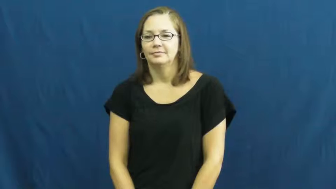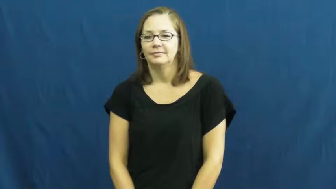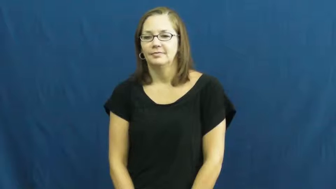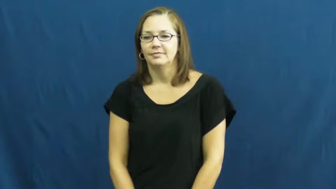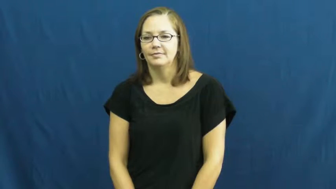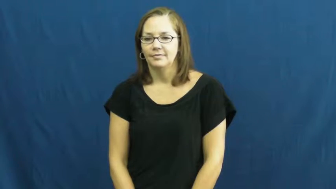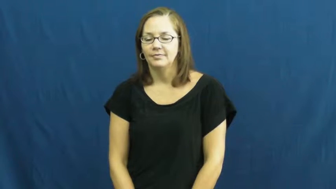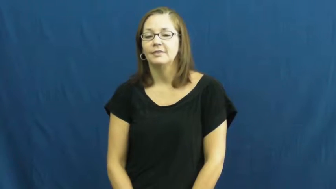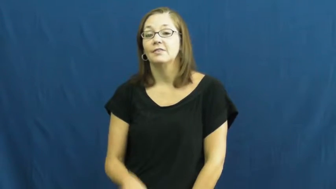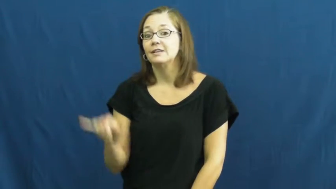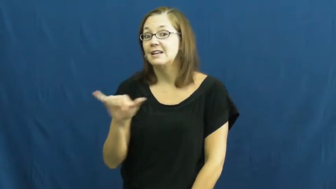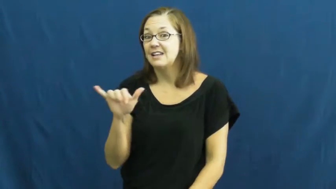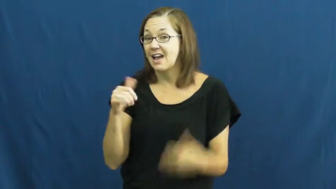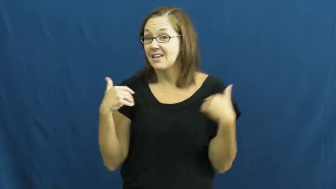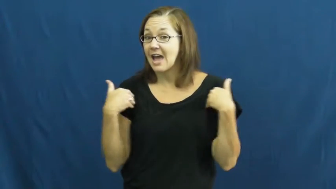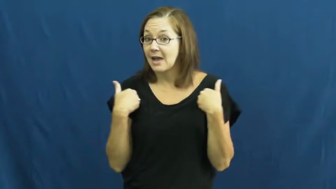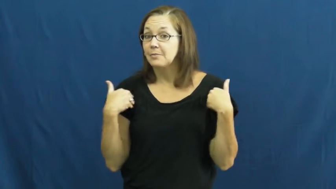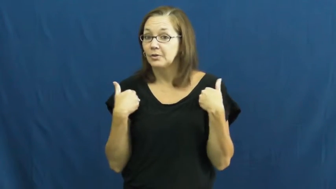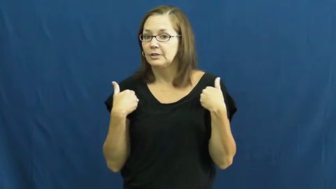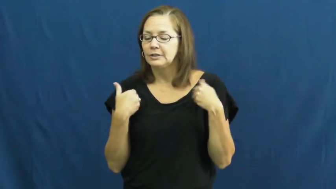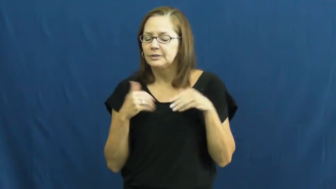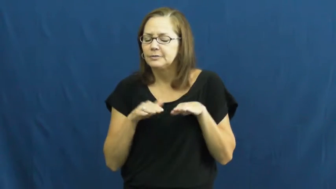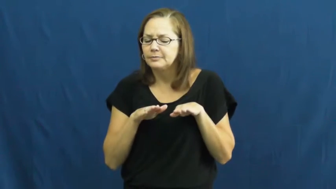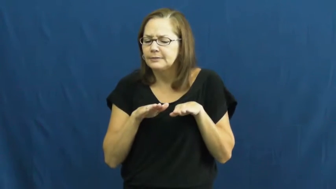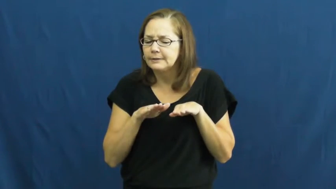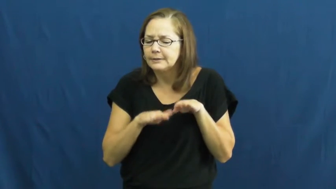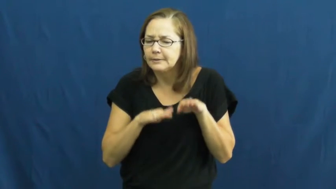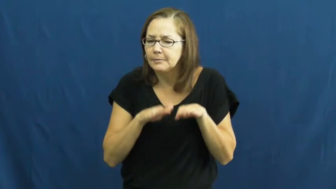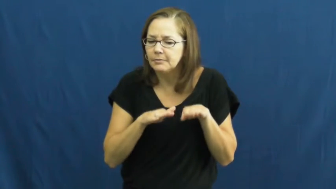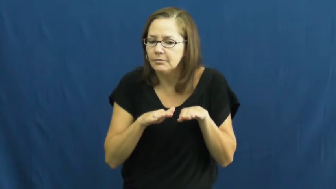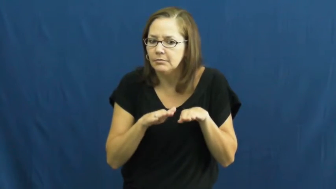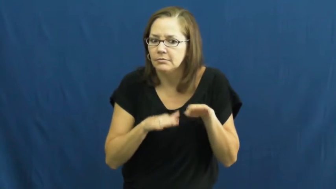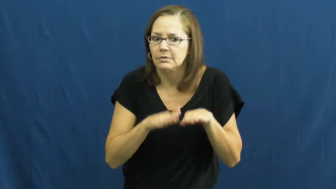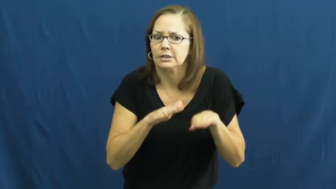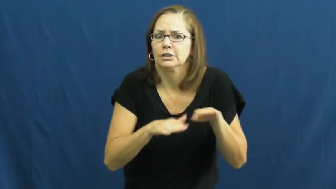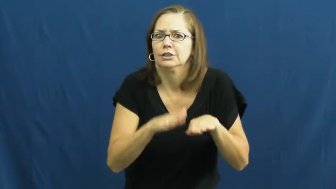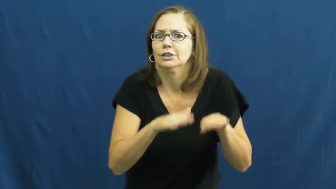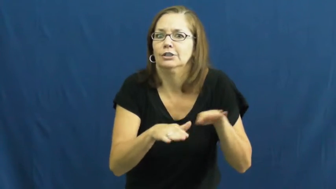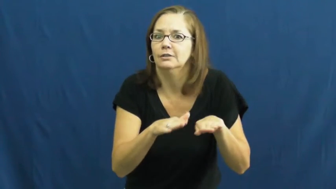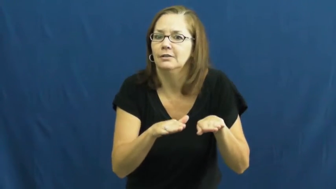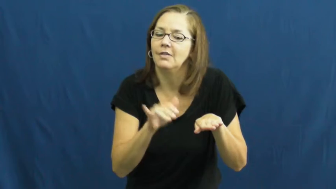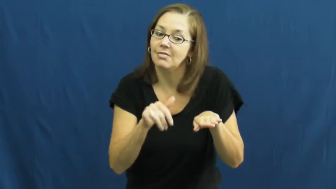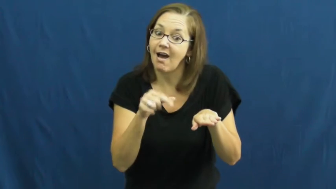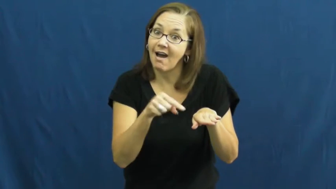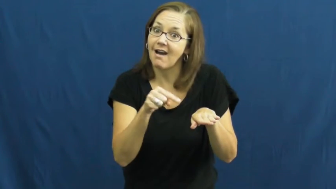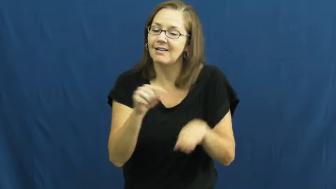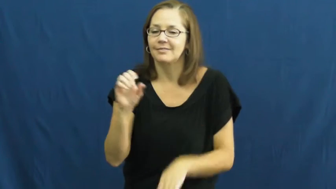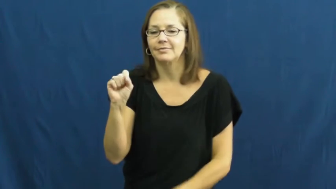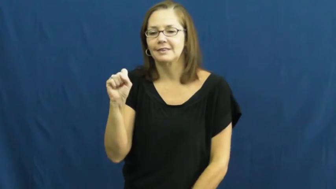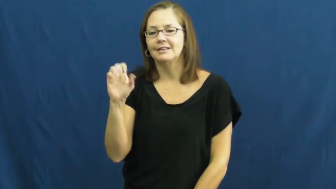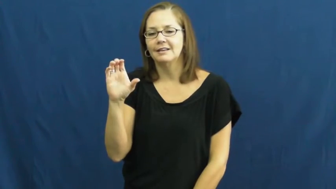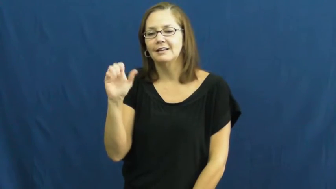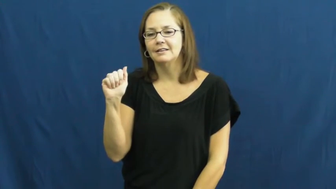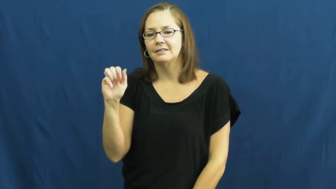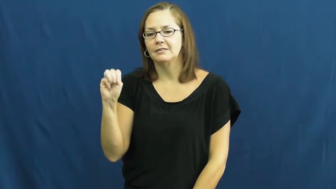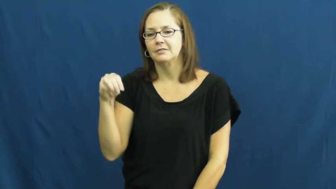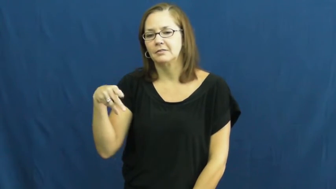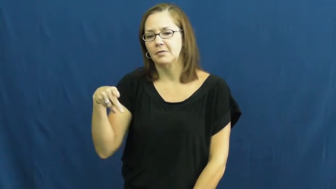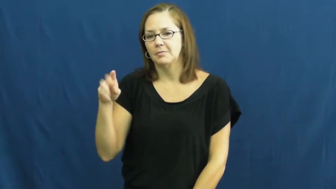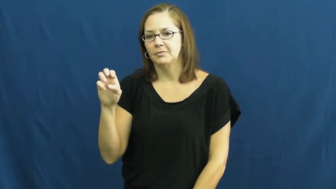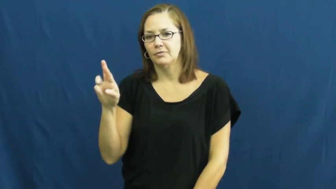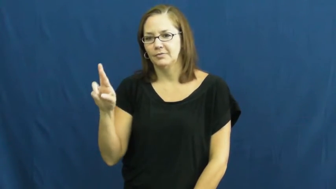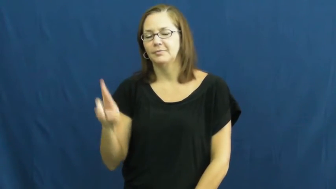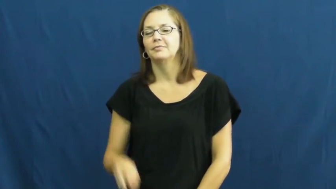scamper